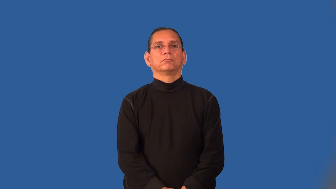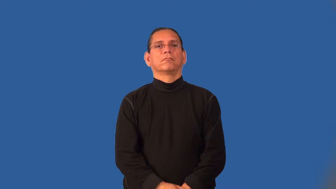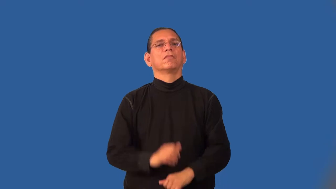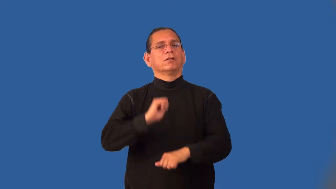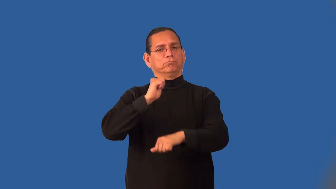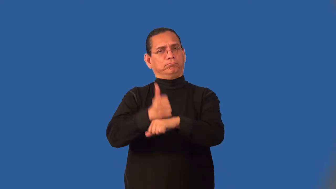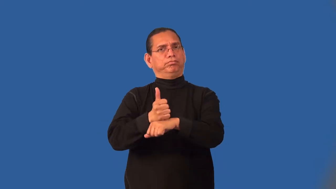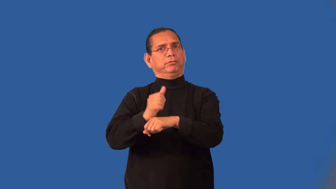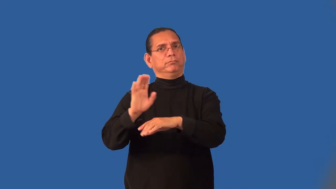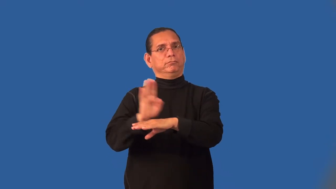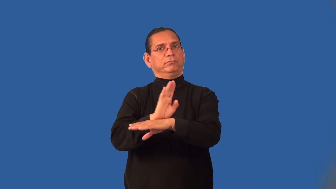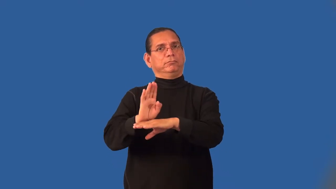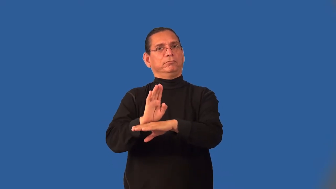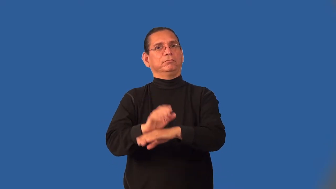incorporate-business